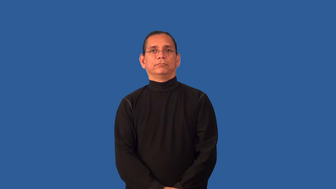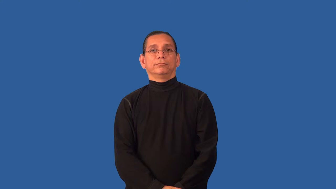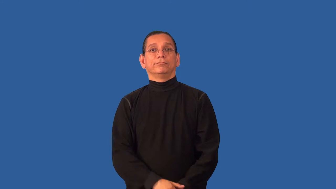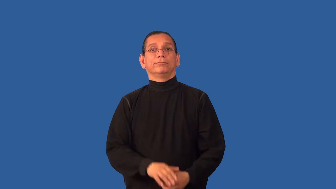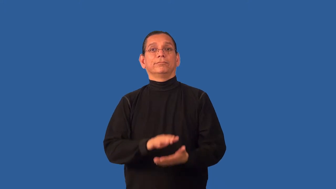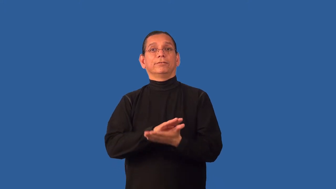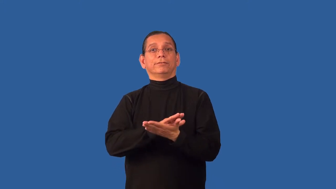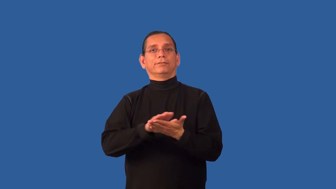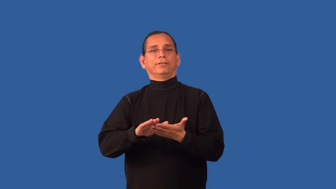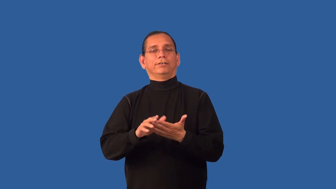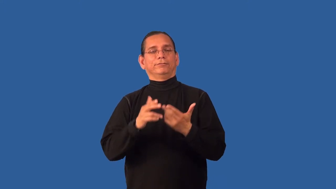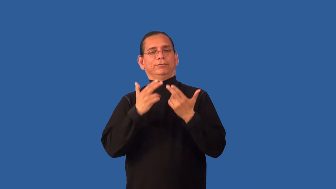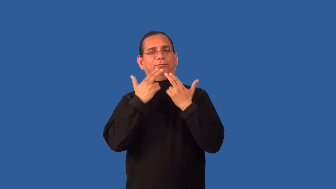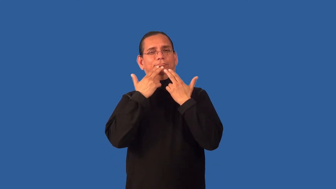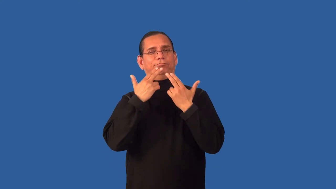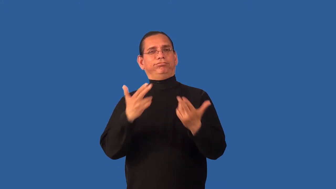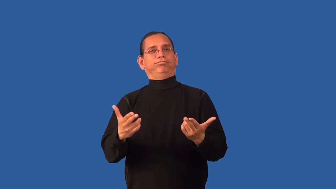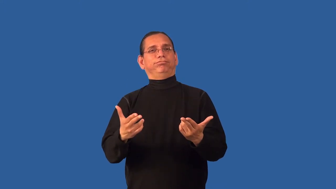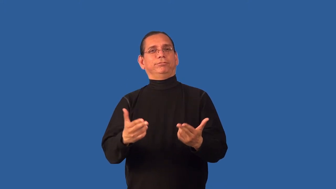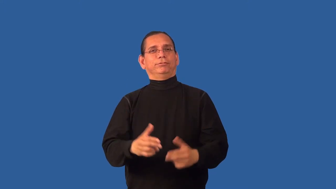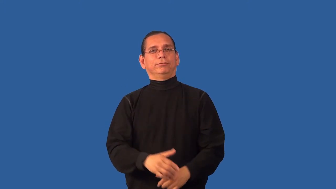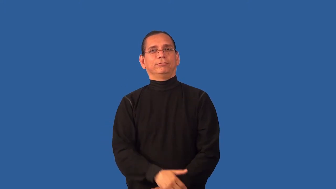pure-nice